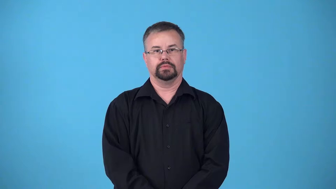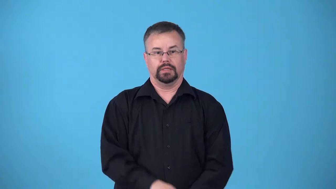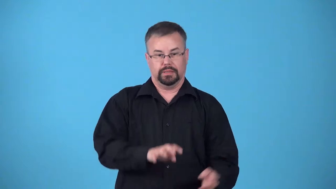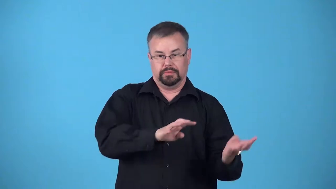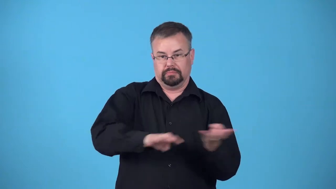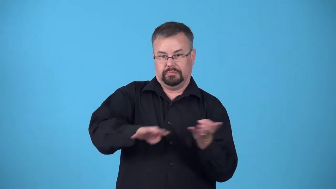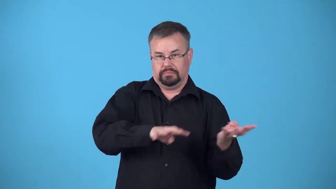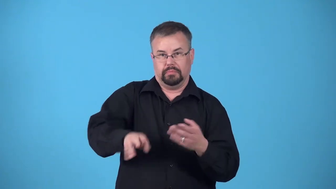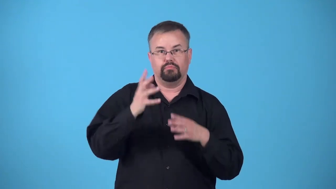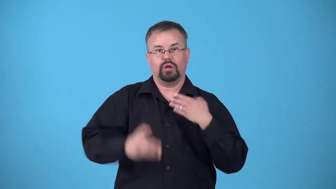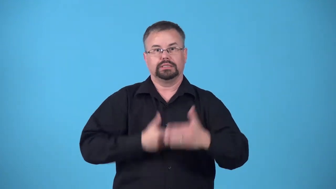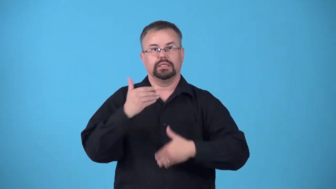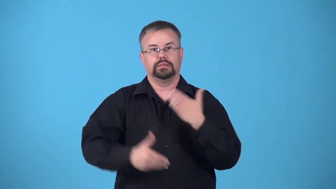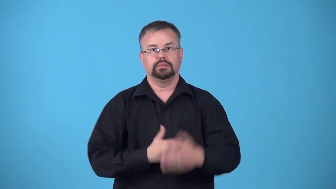pipeline,in the pipeline